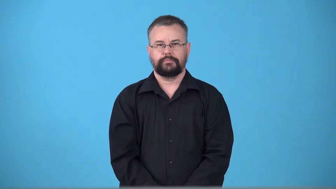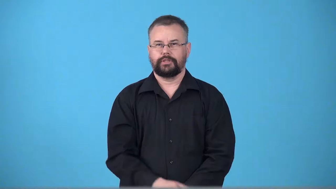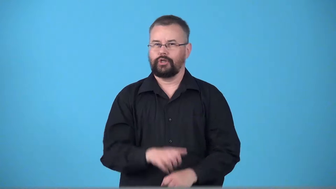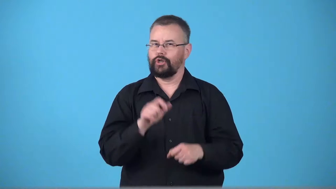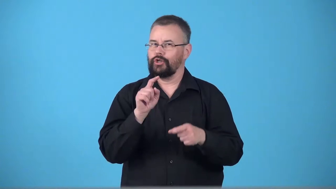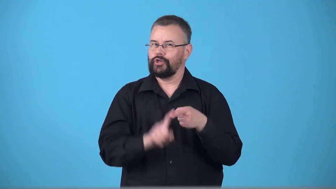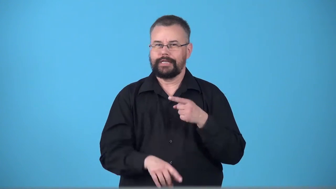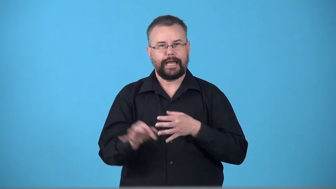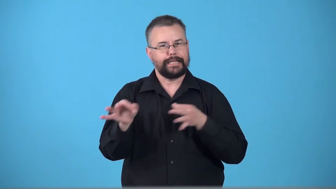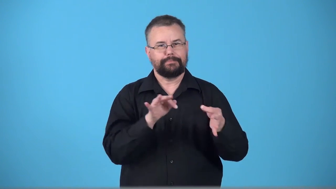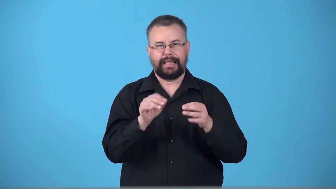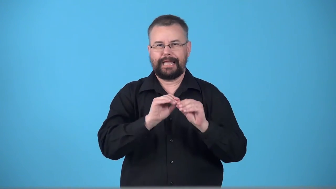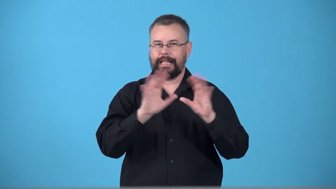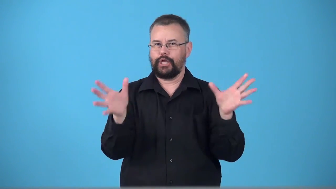unexplained